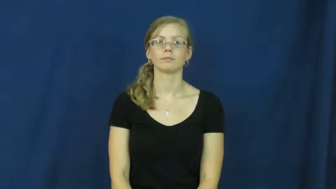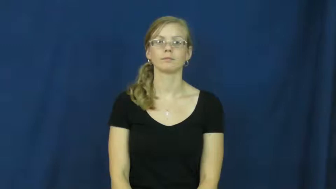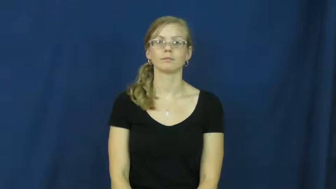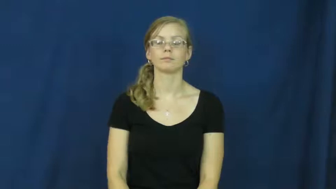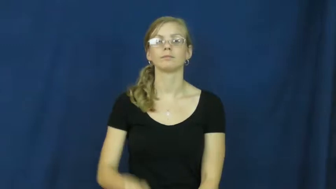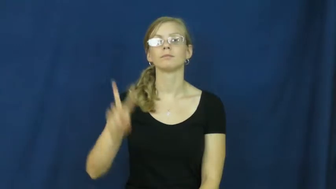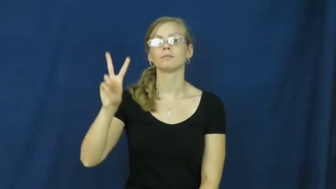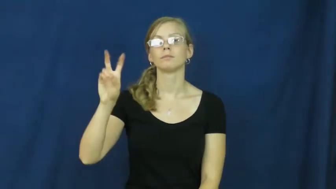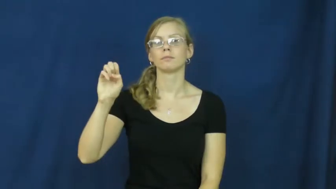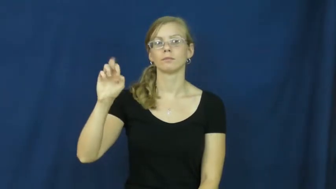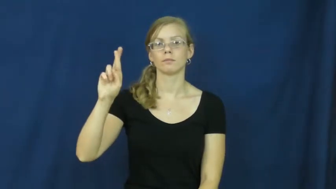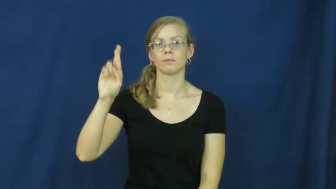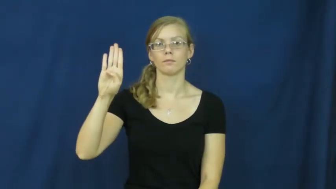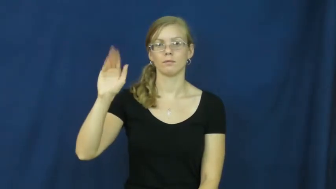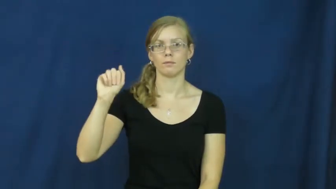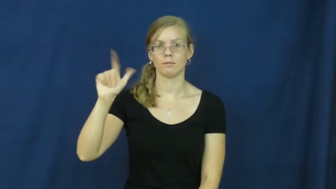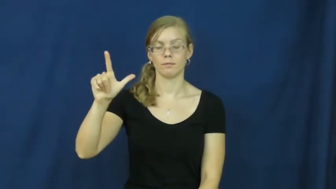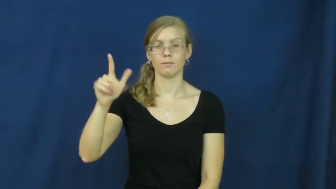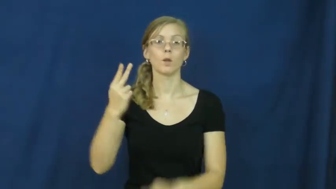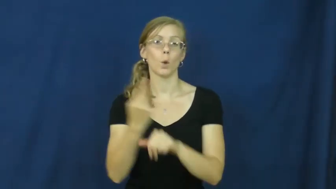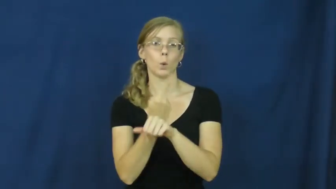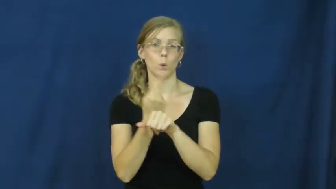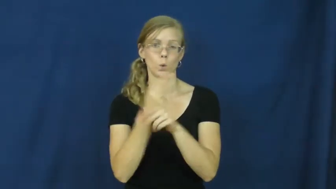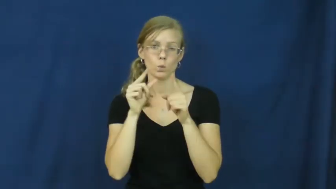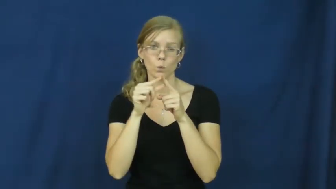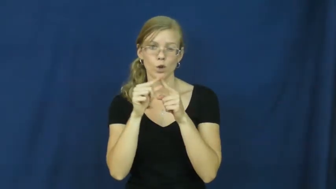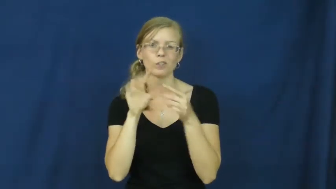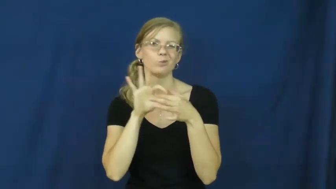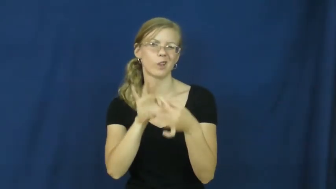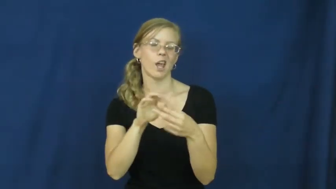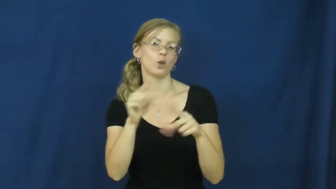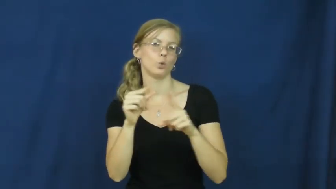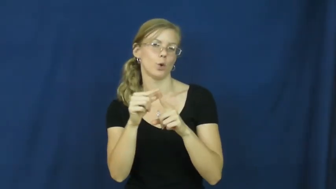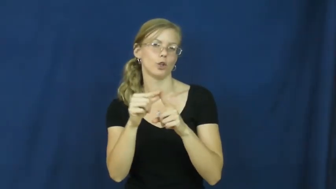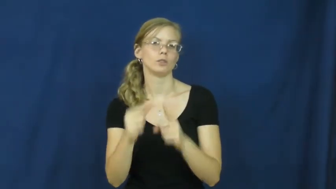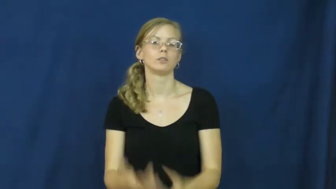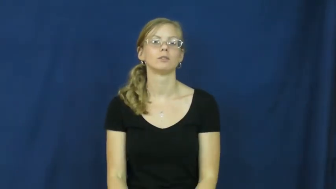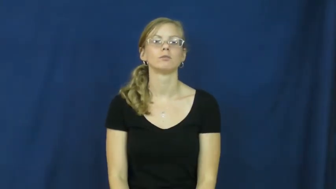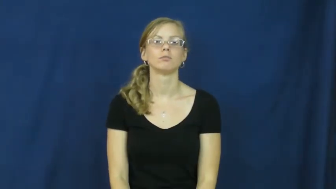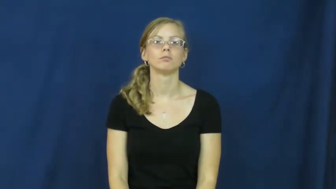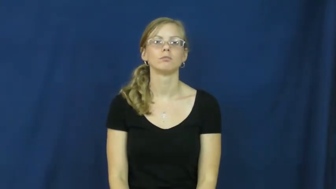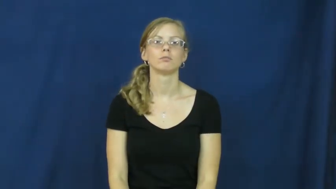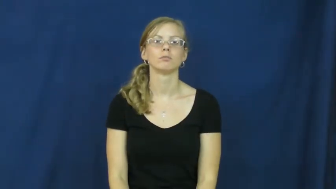verbal